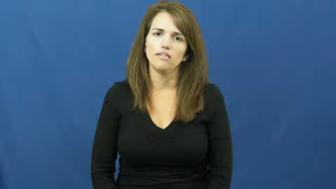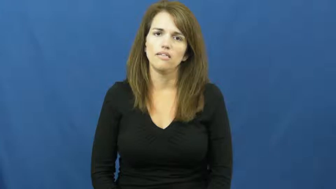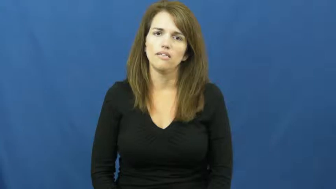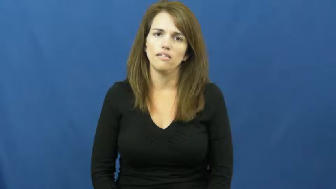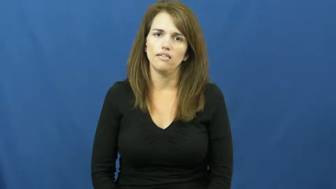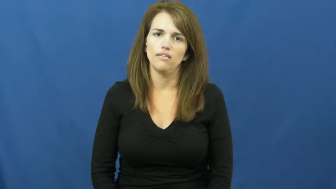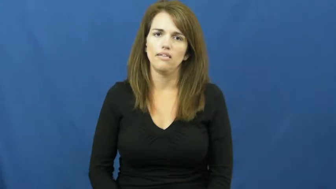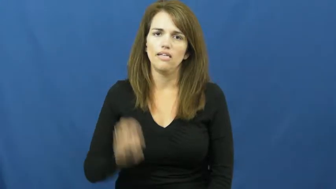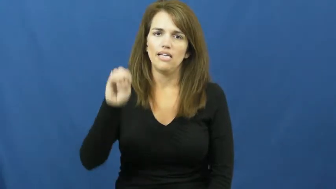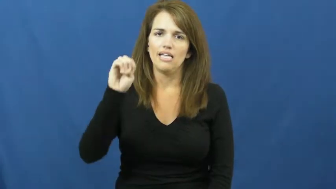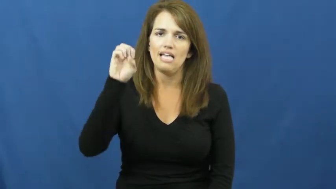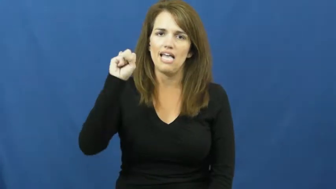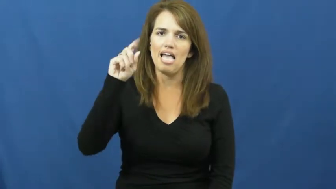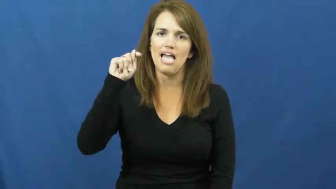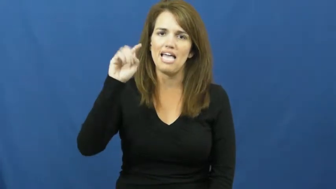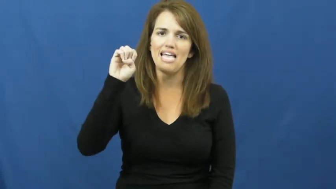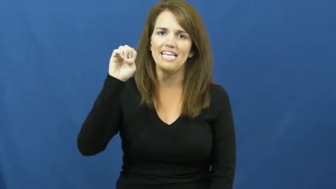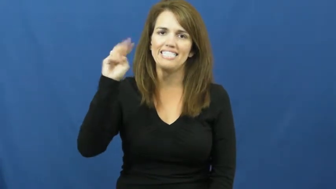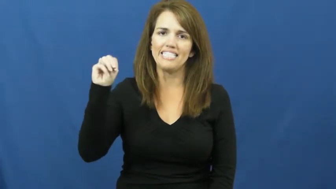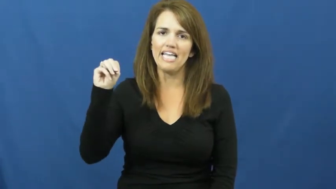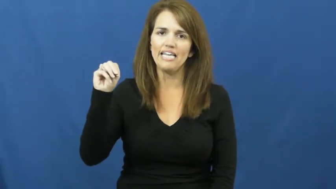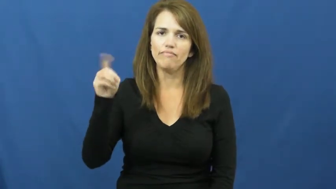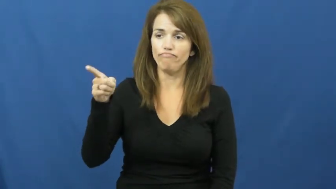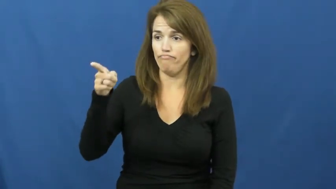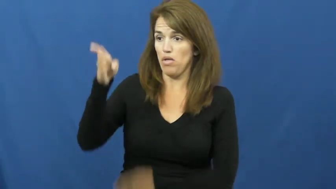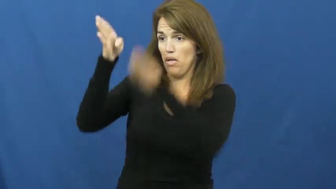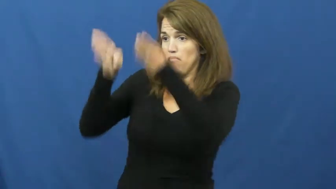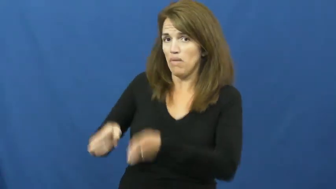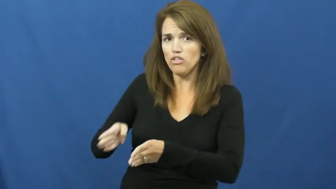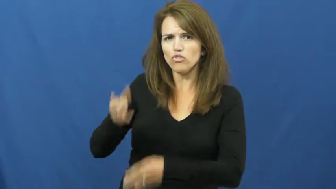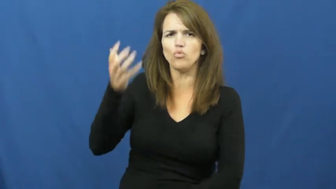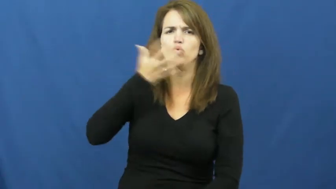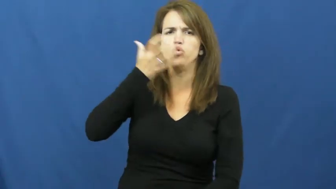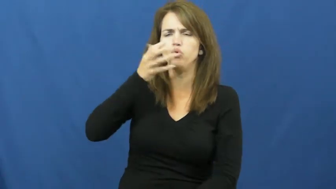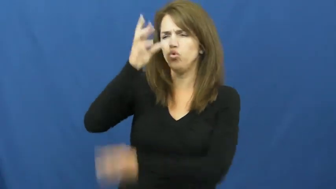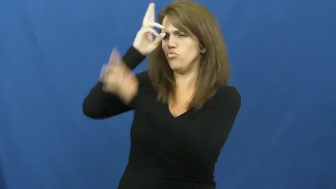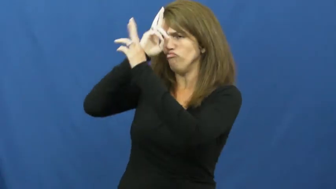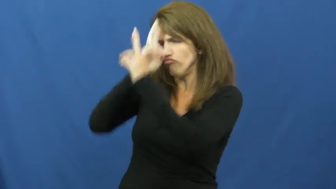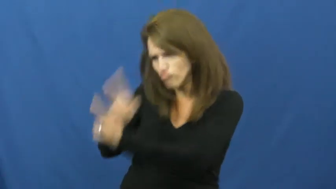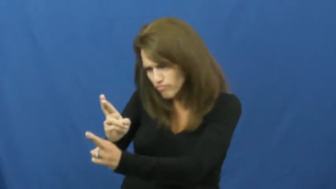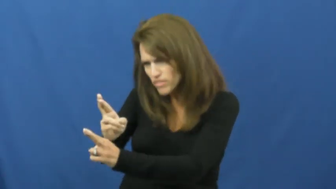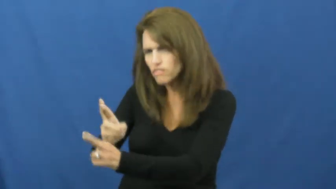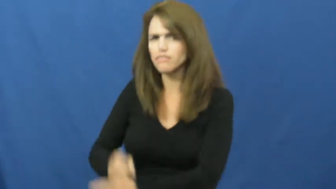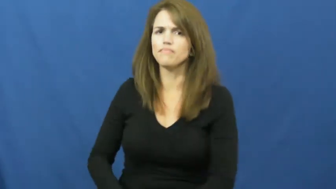esteem